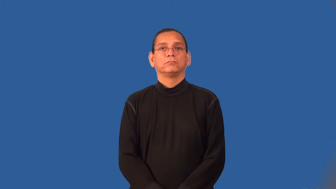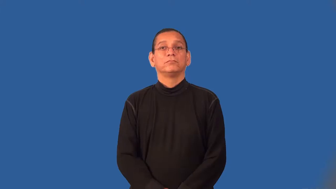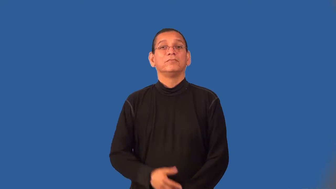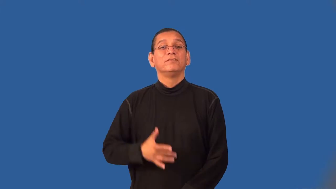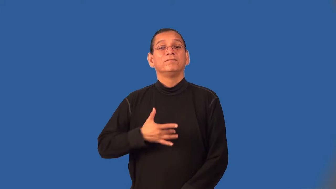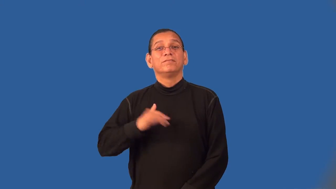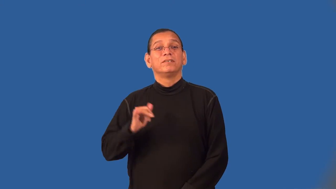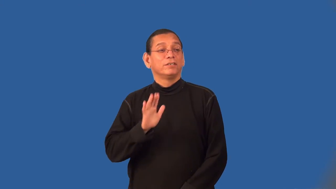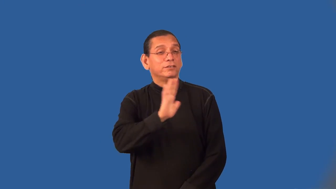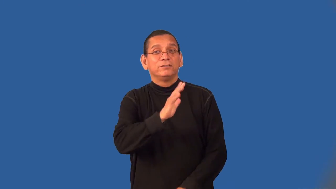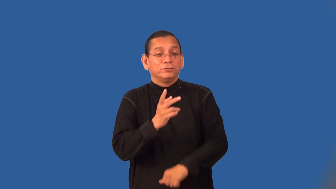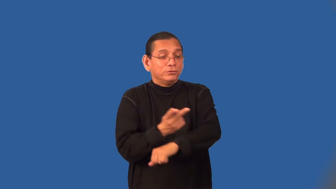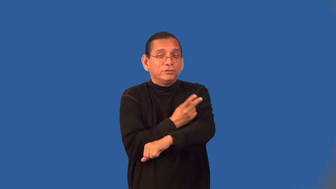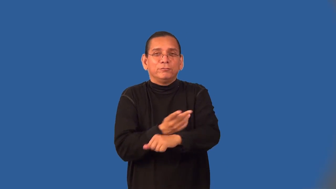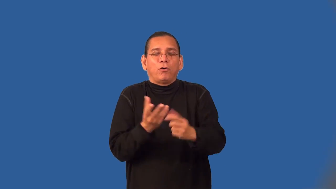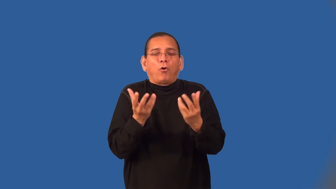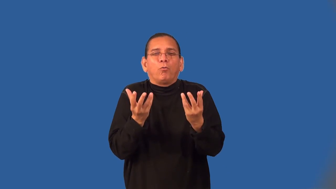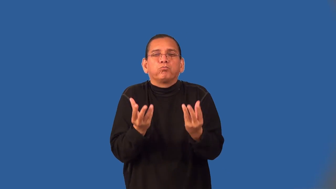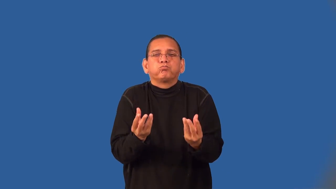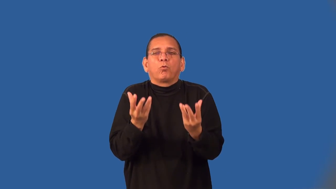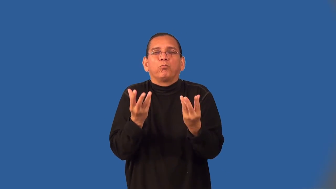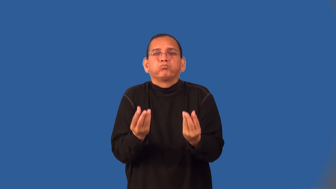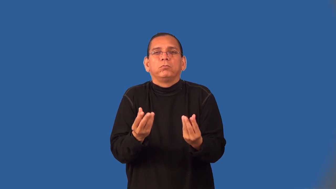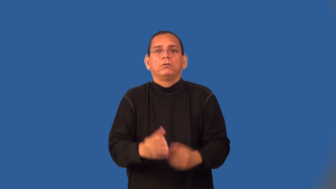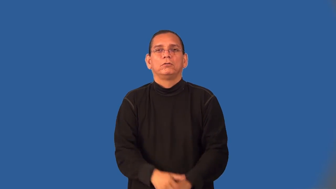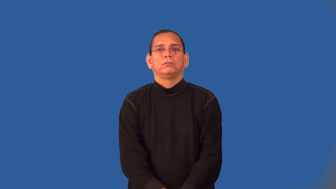wooly